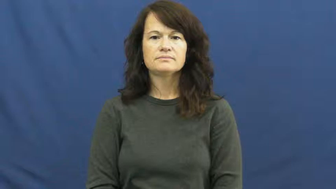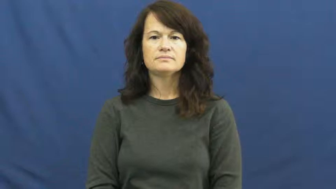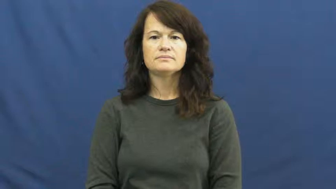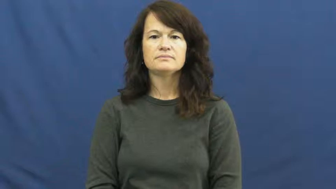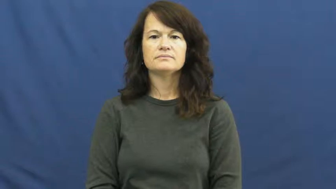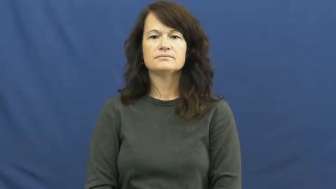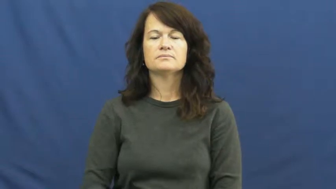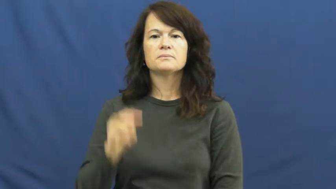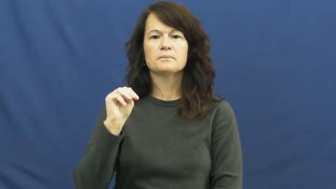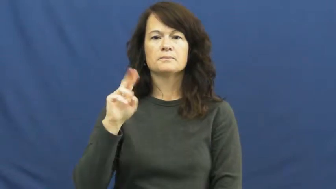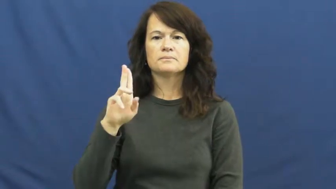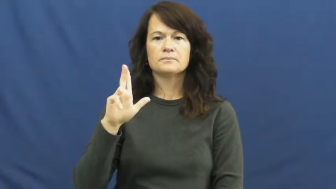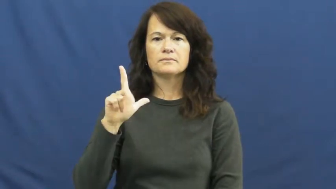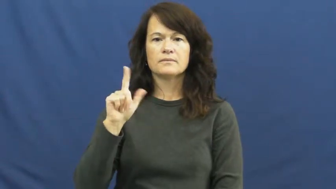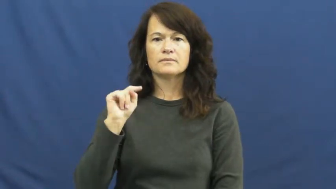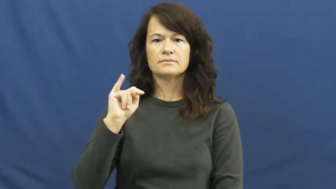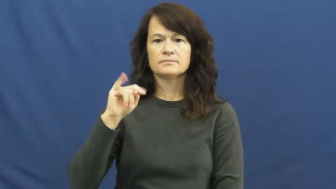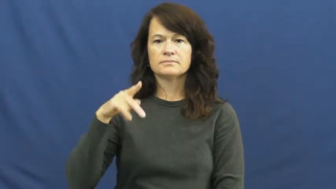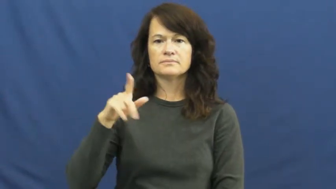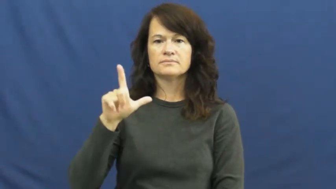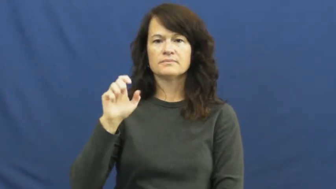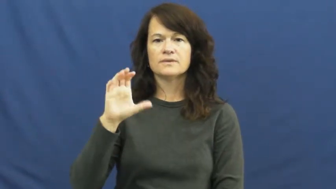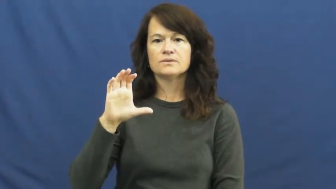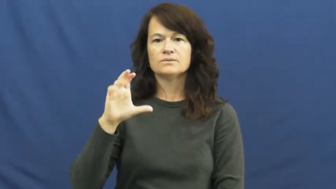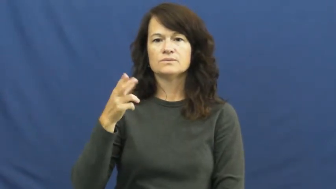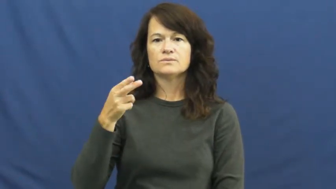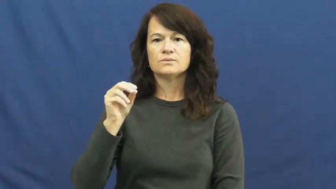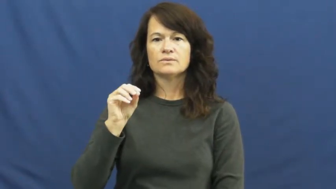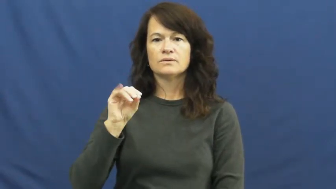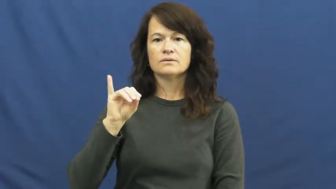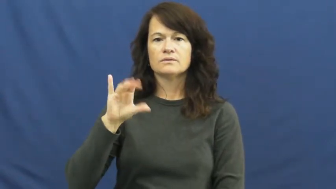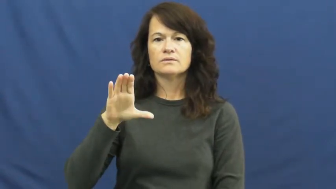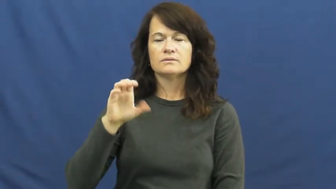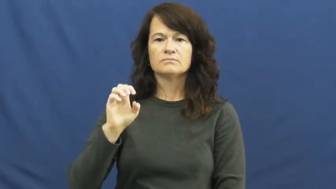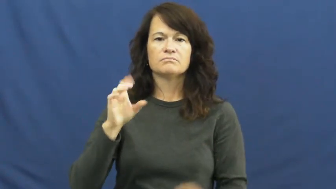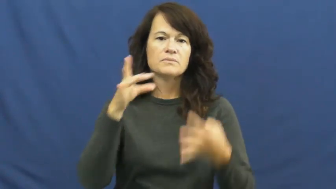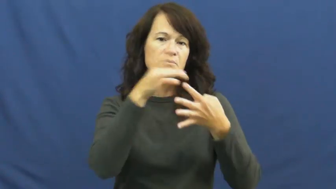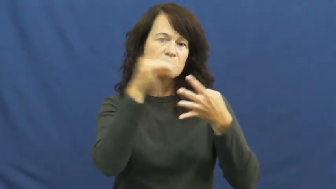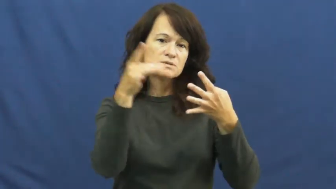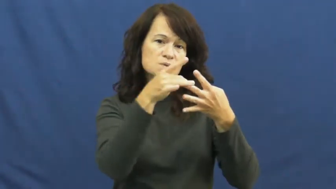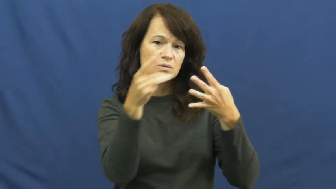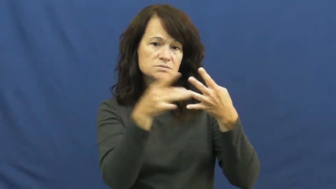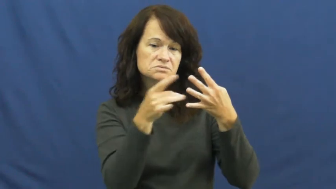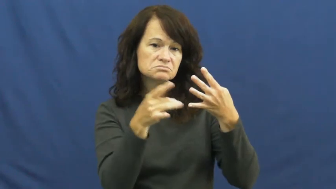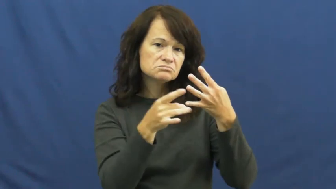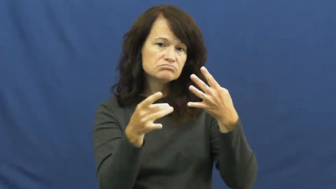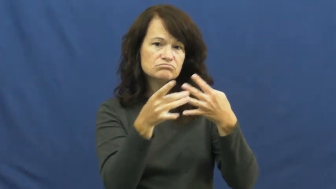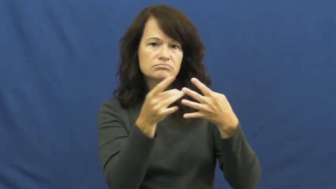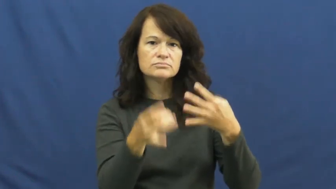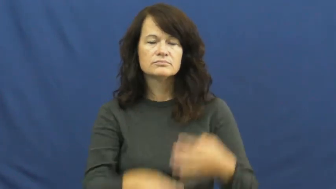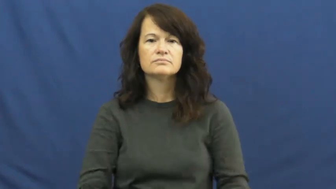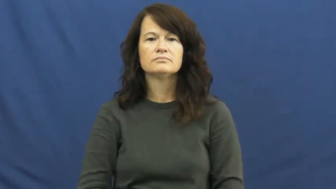multiple choice